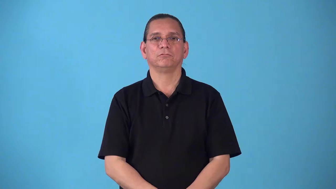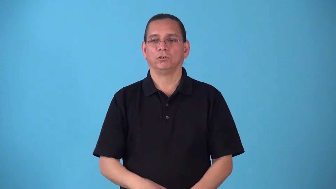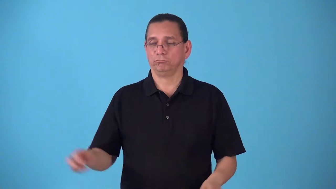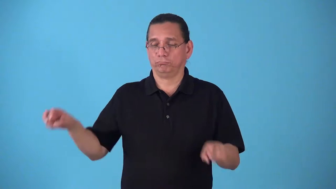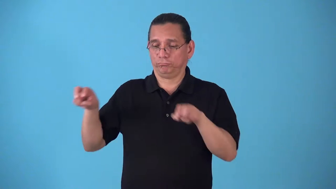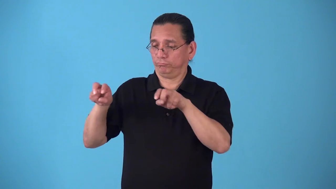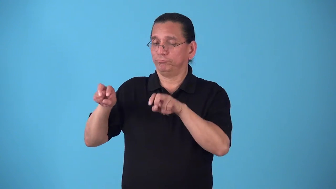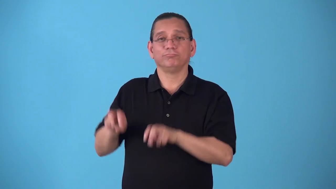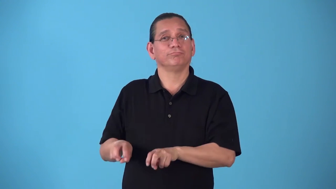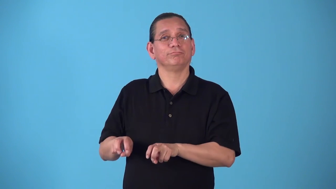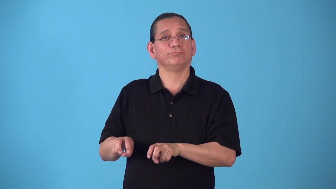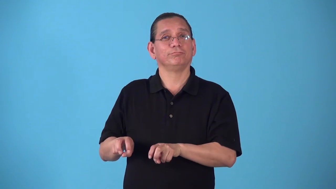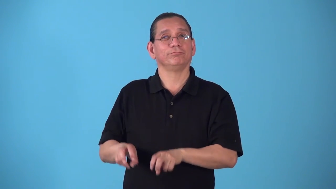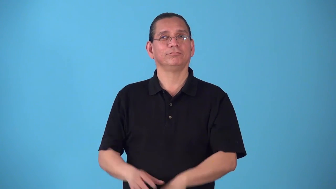seatmate